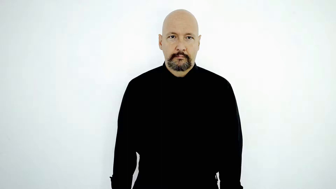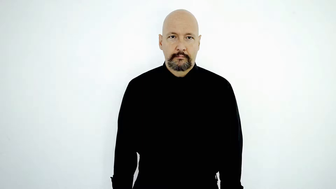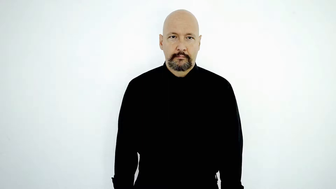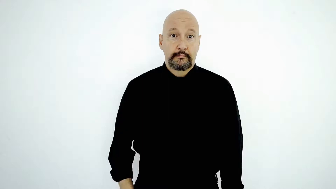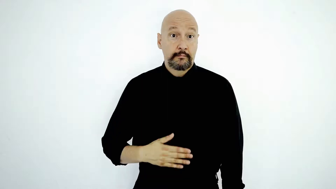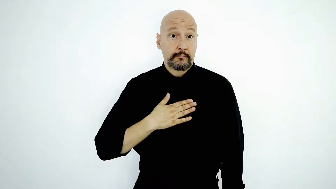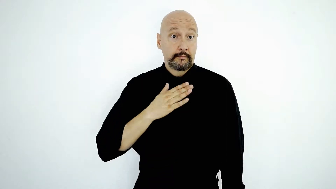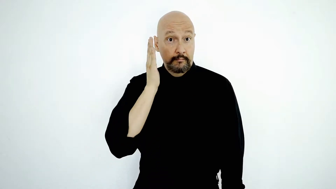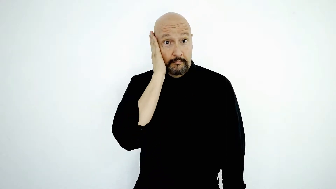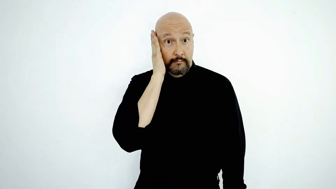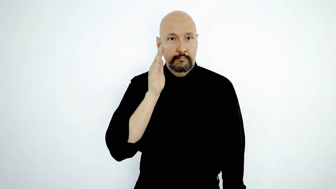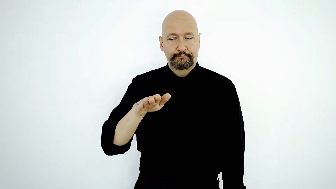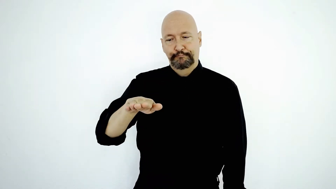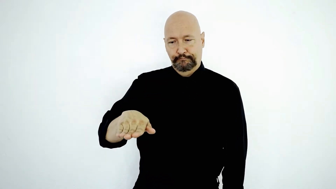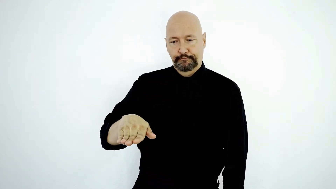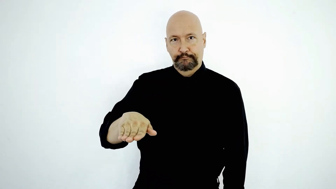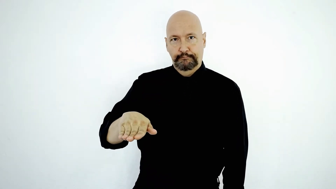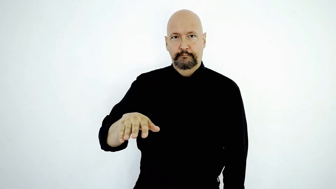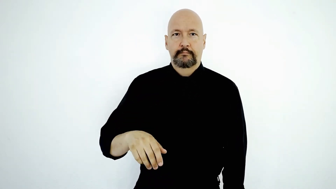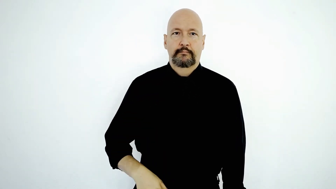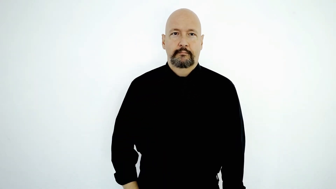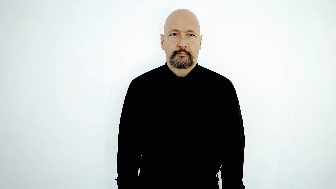MY BED CL:B-“BED-HERE”-[version-2]